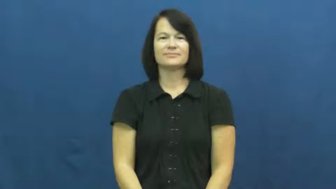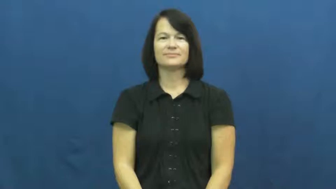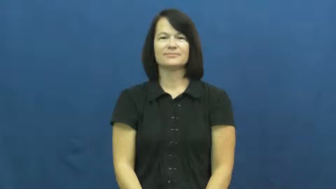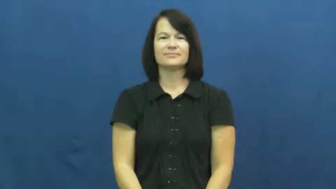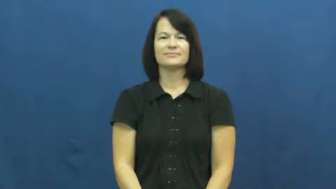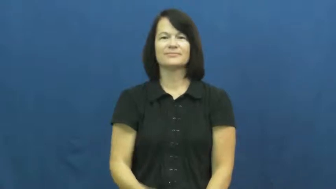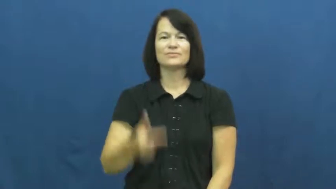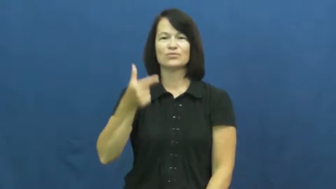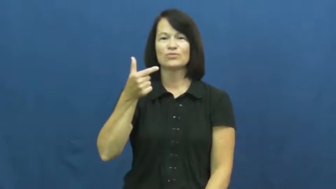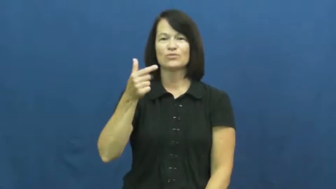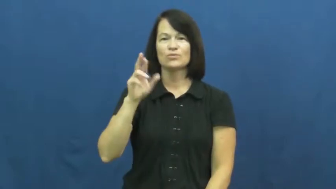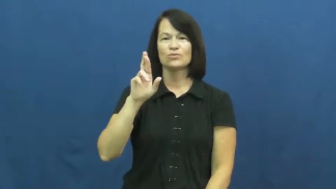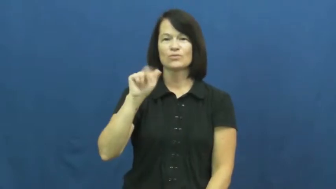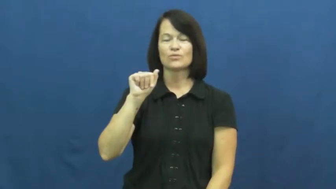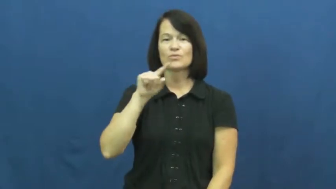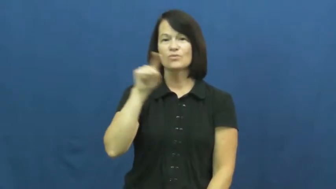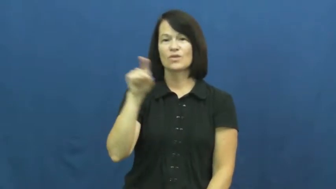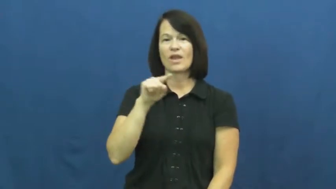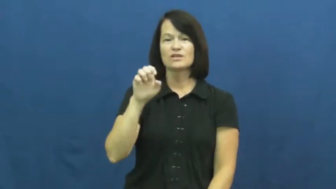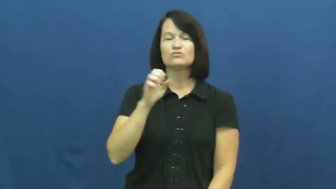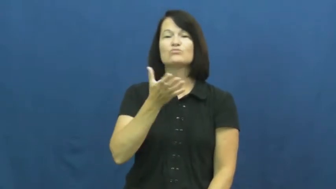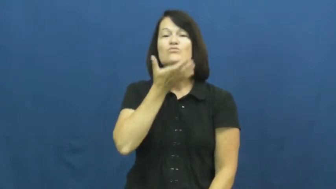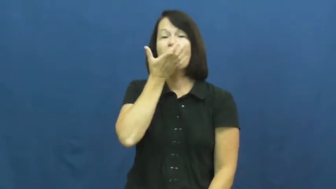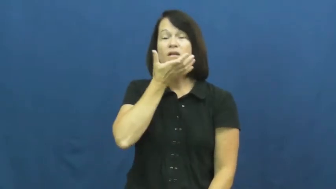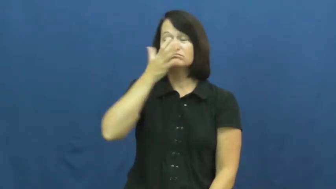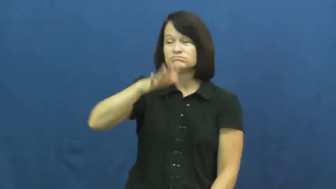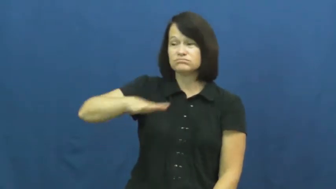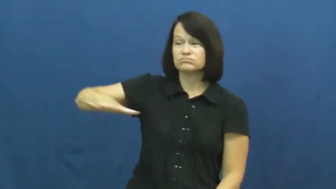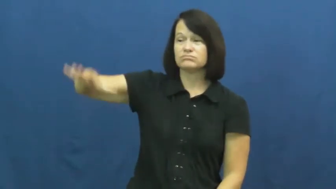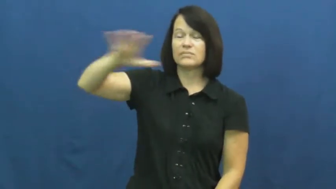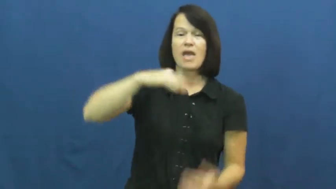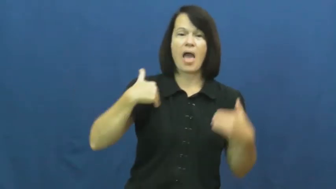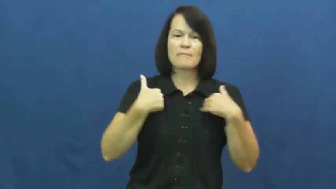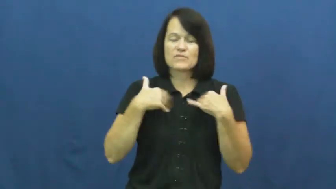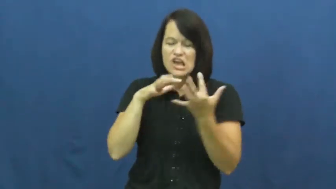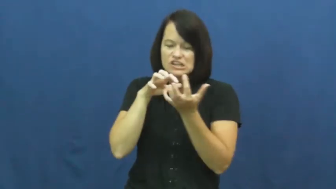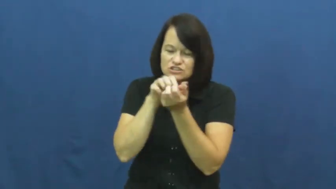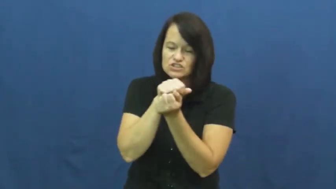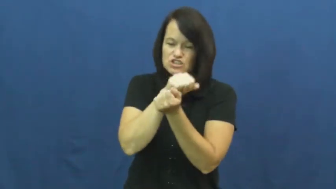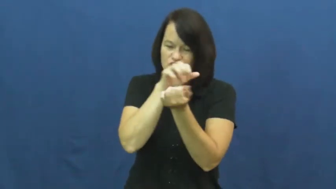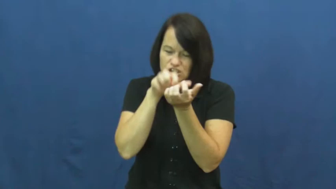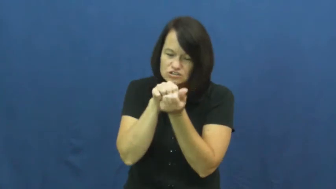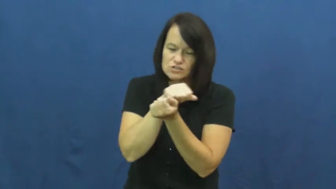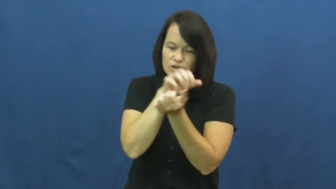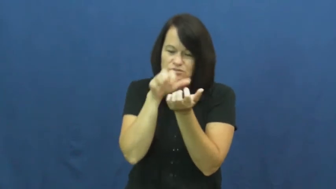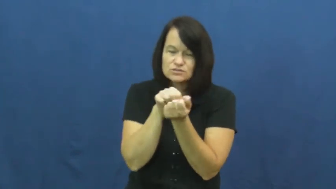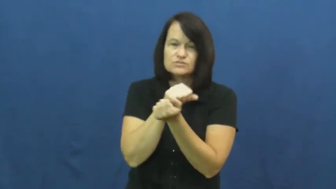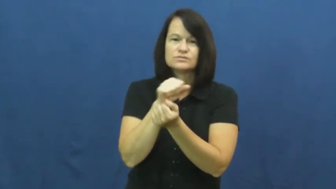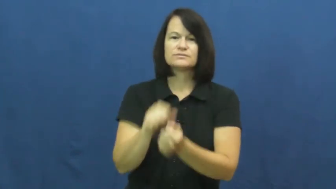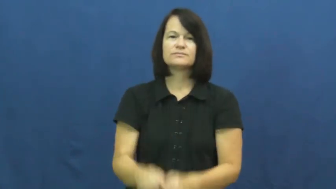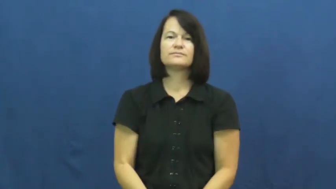graze-eat